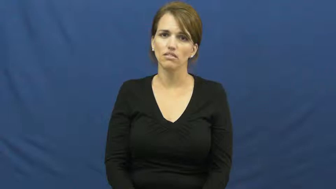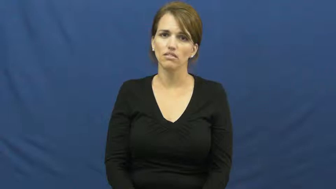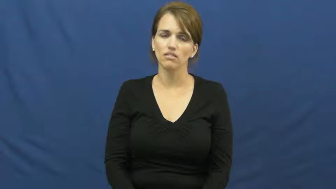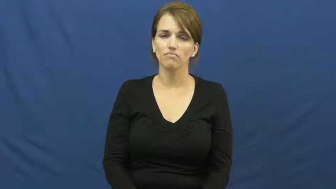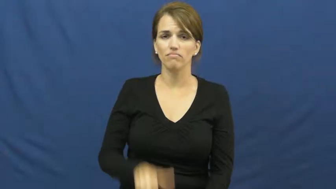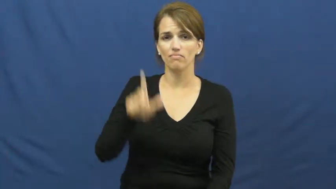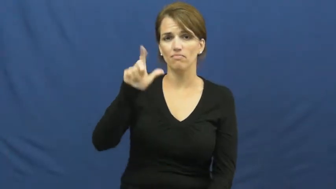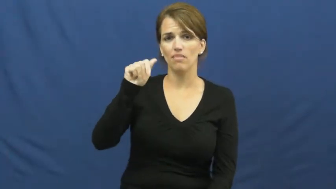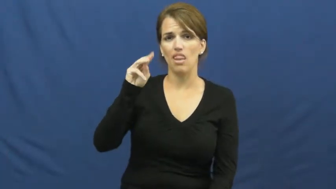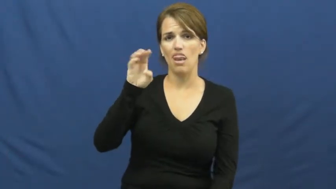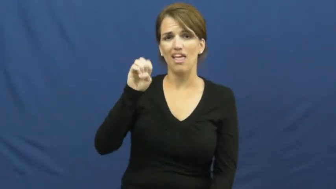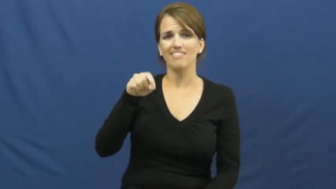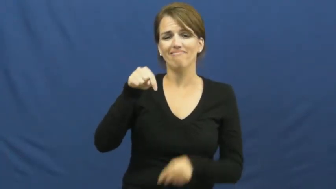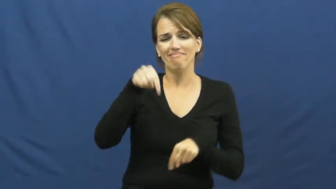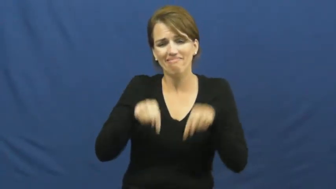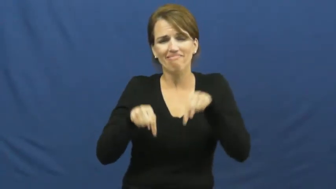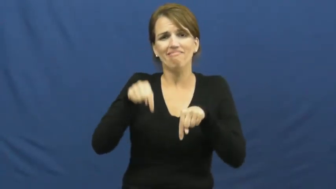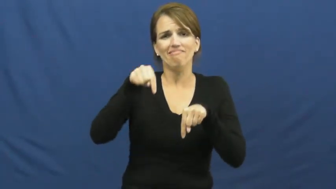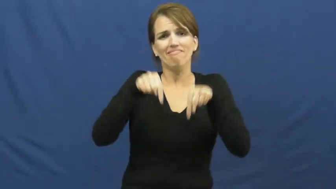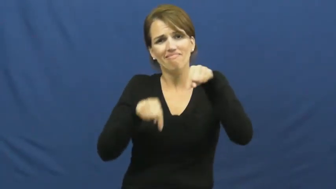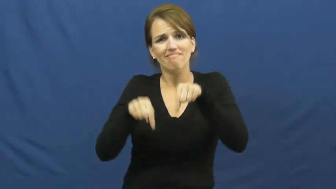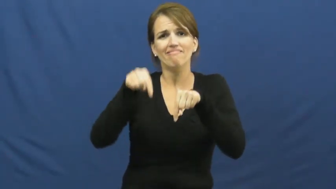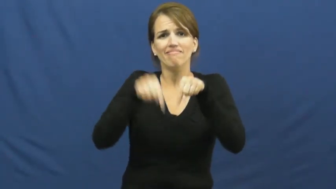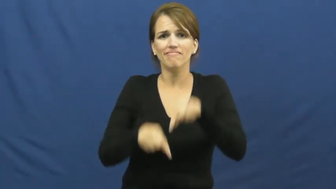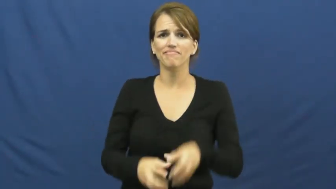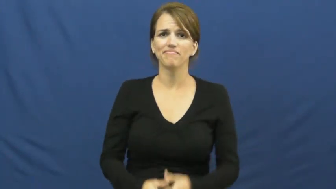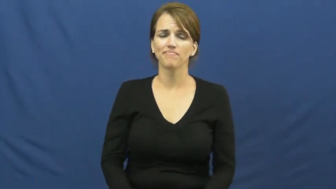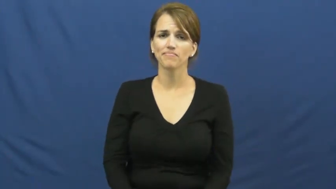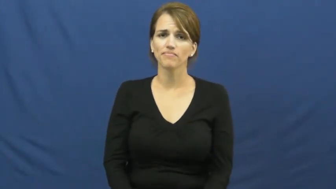lame-weak